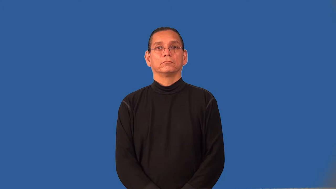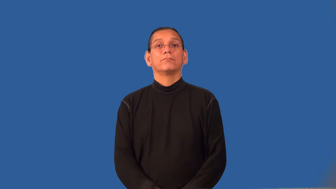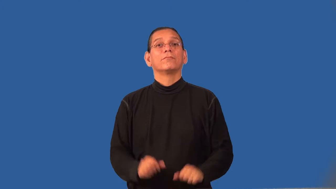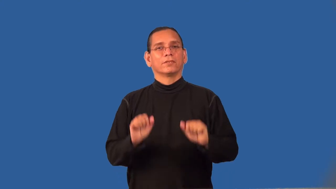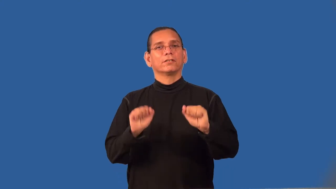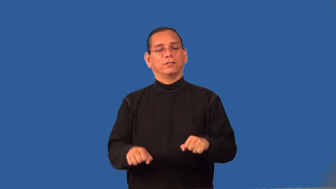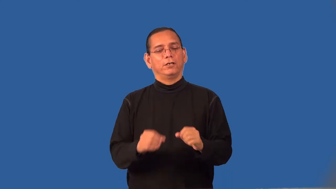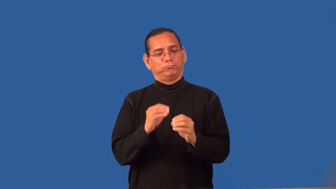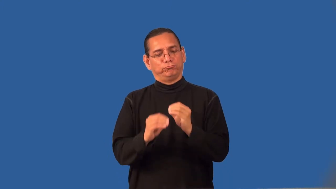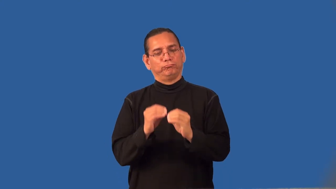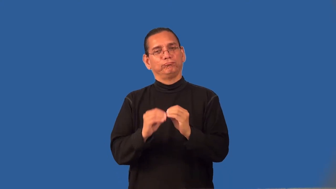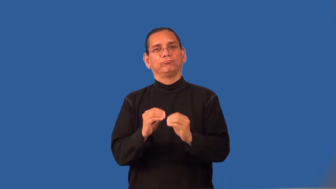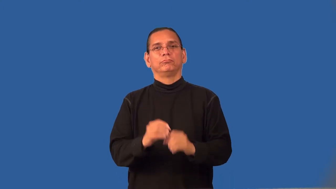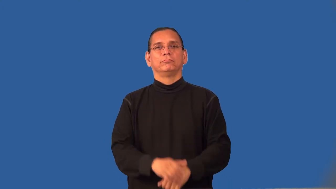reparable,fixable,remediable,treatable